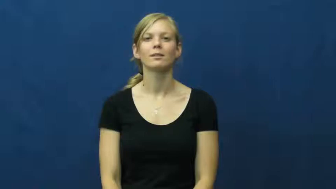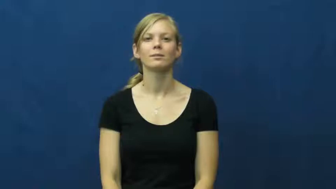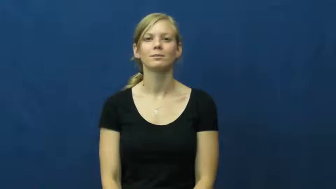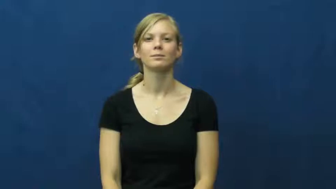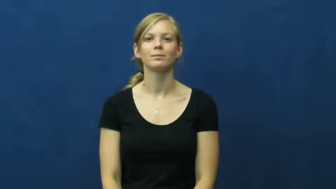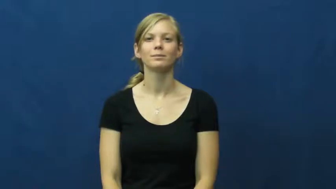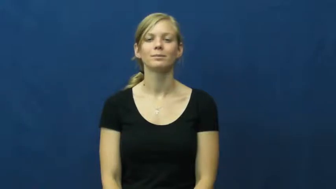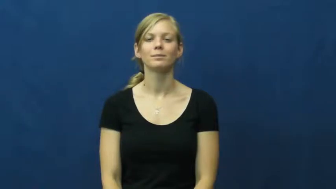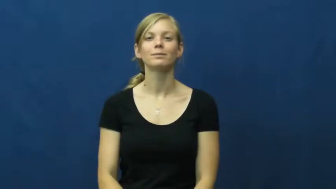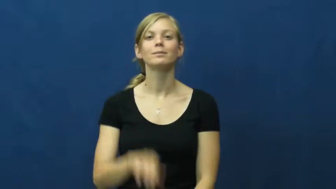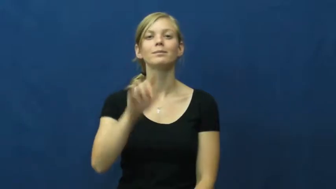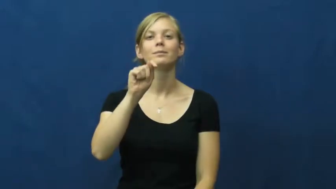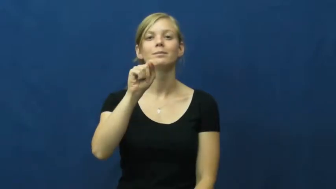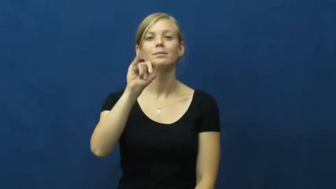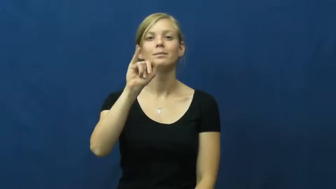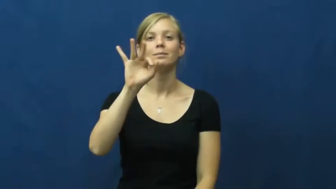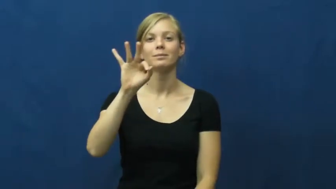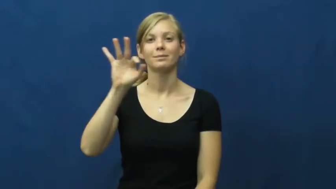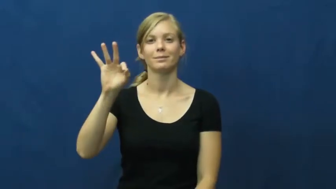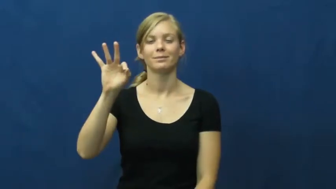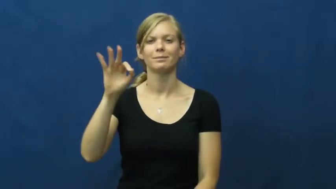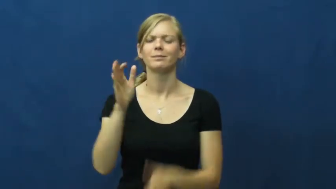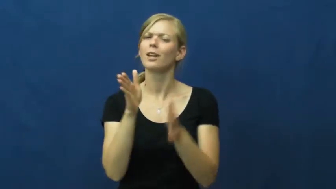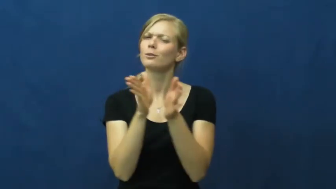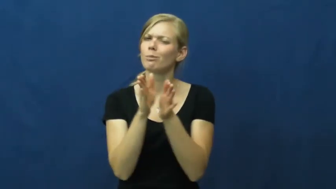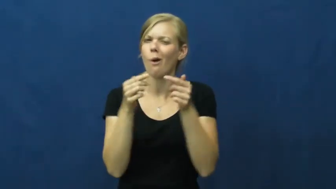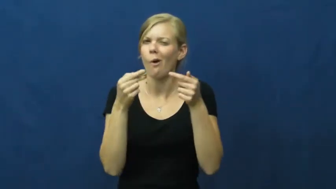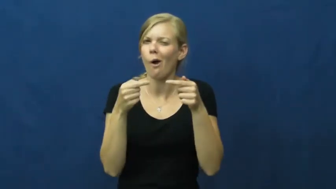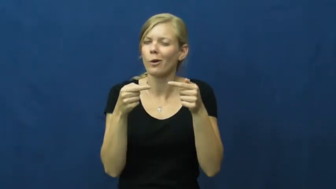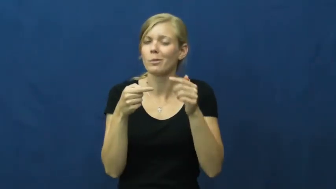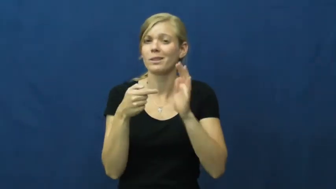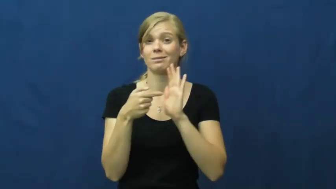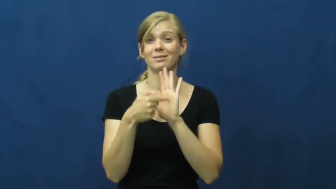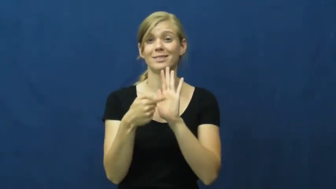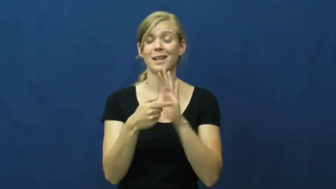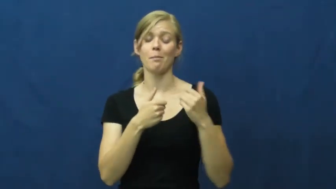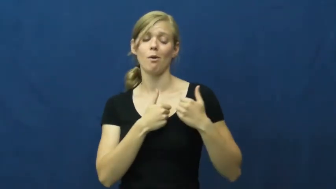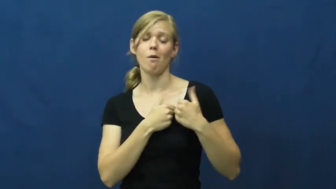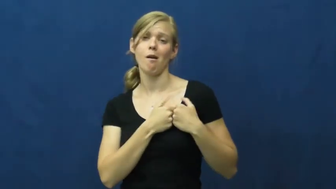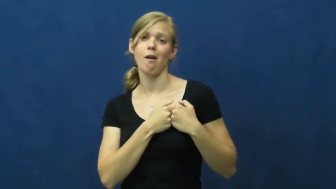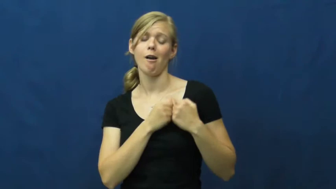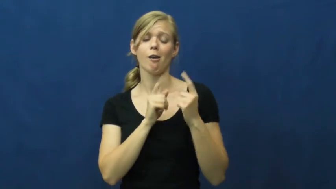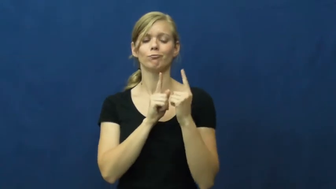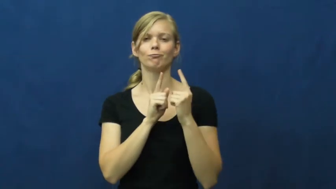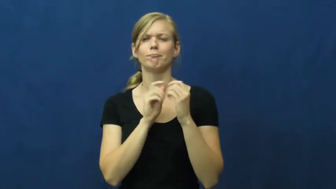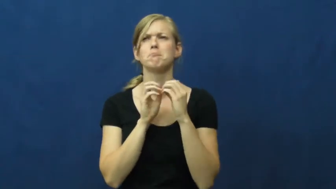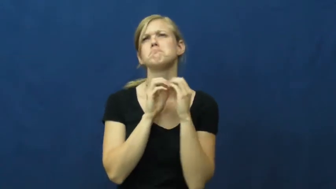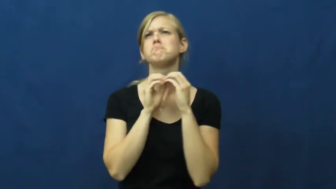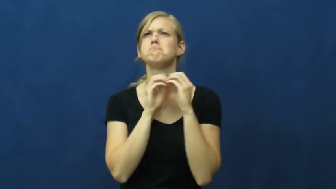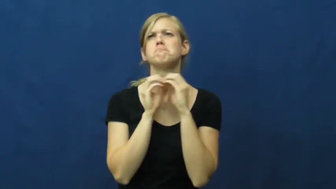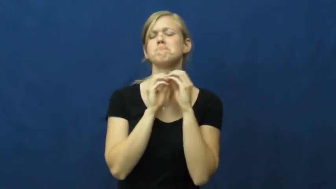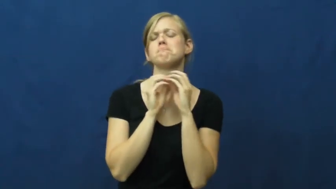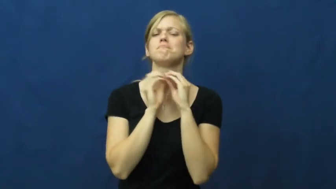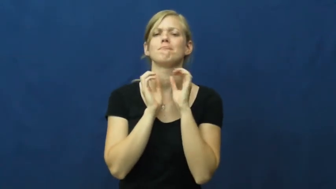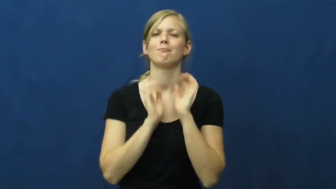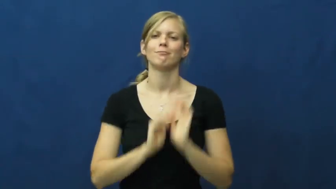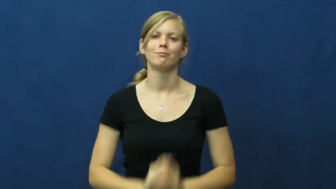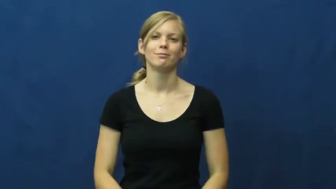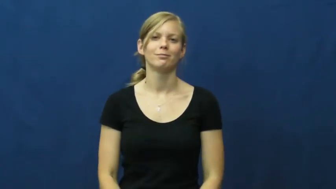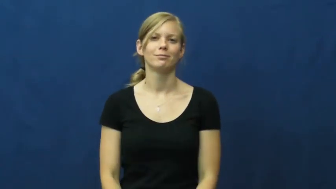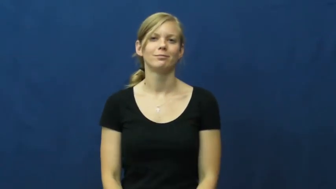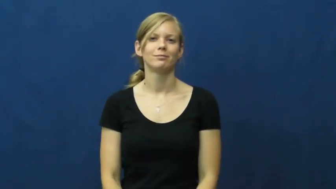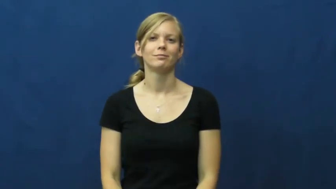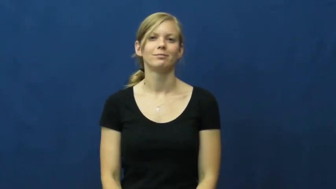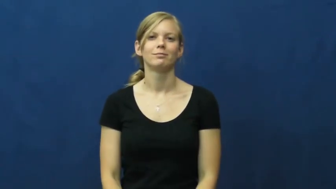tiff